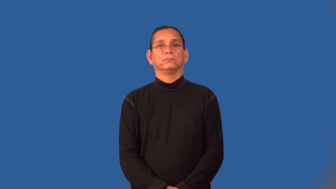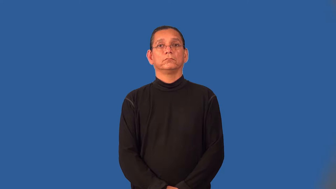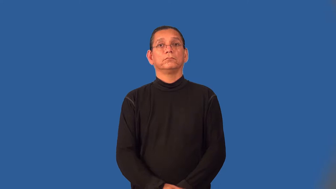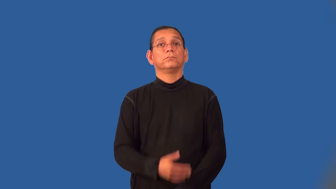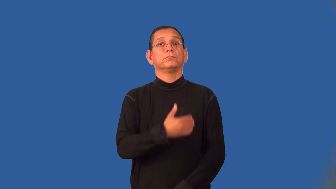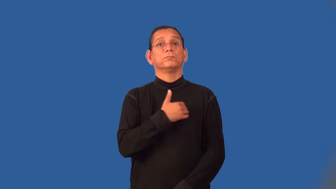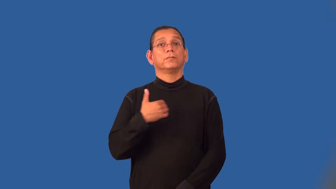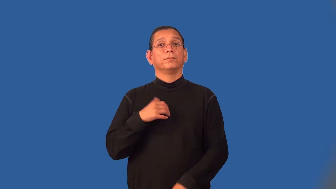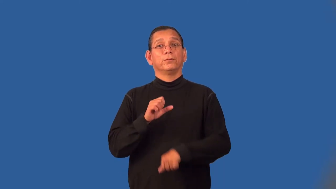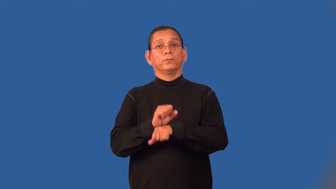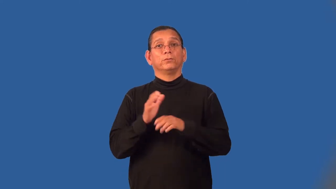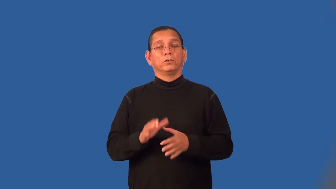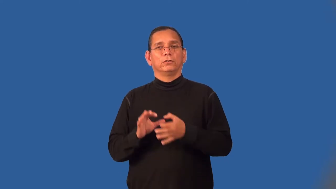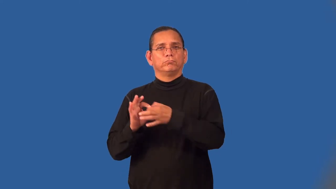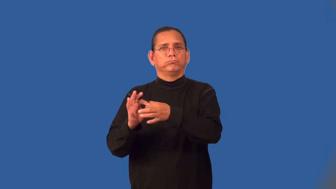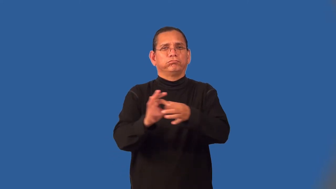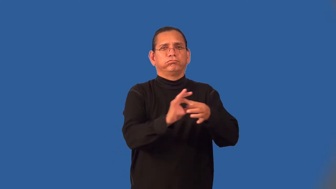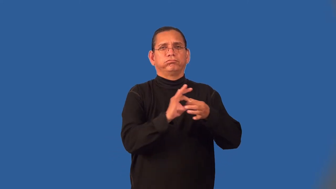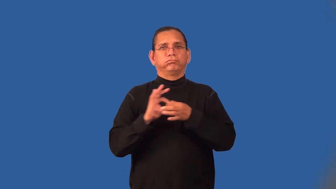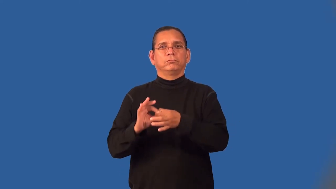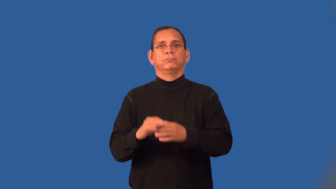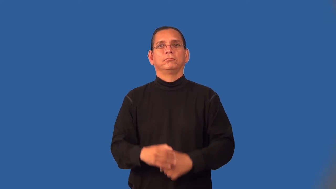unionist